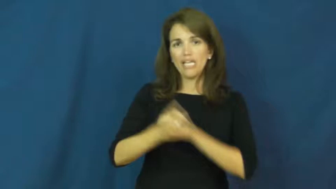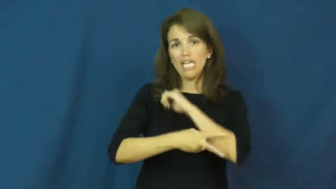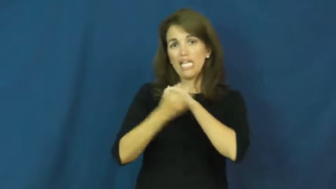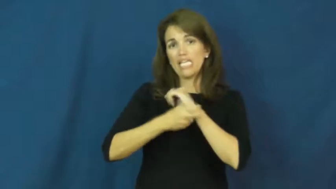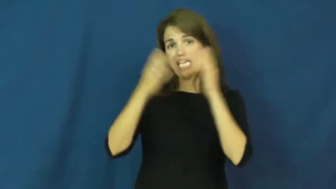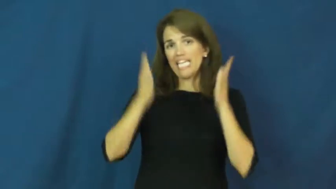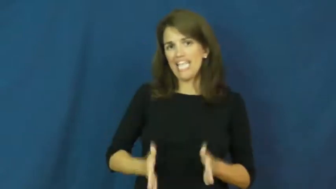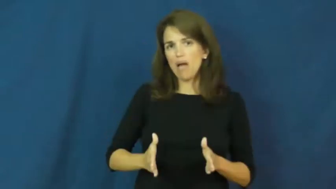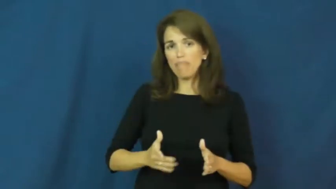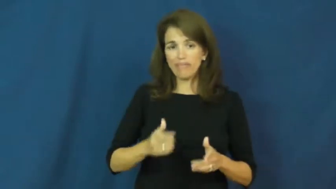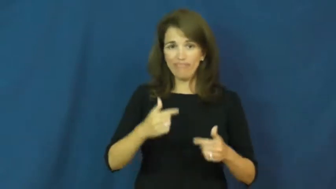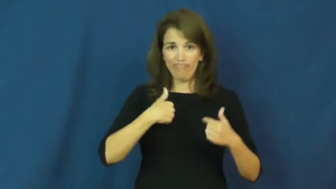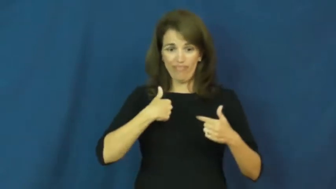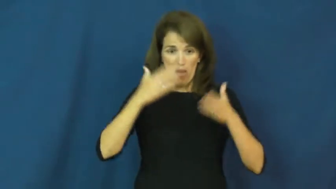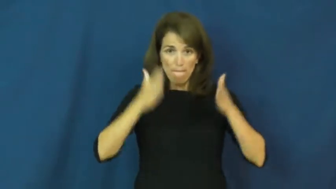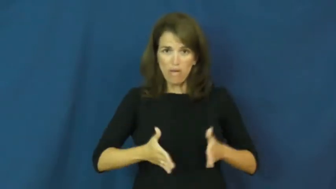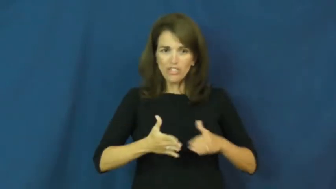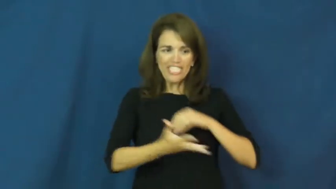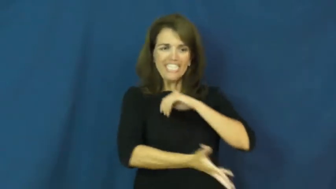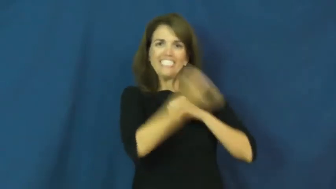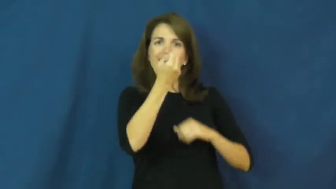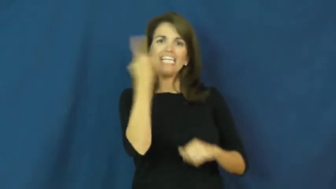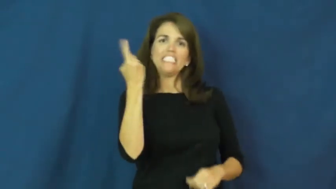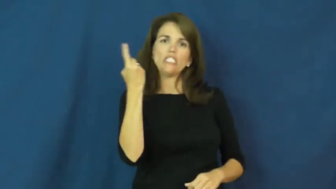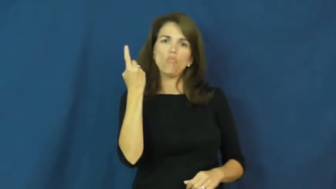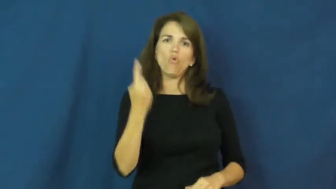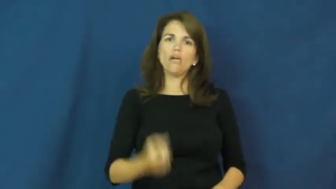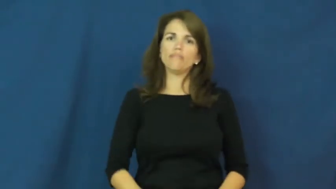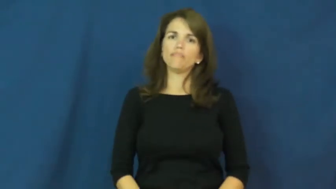kidnapper,abductor